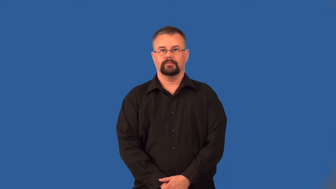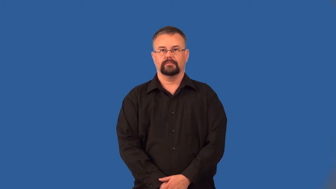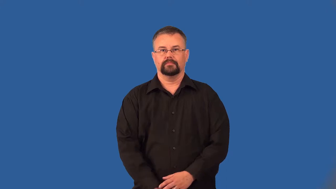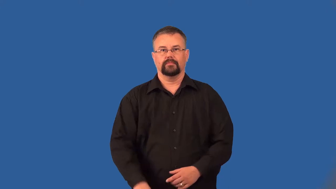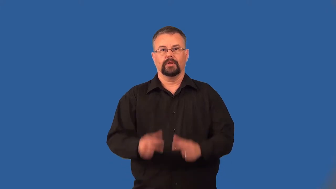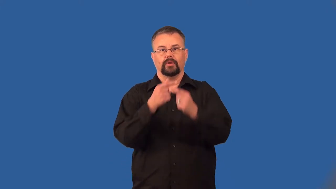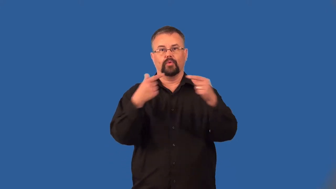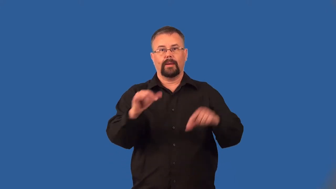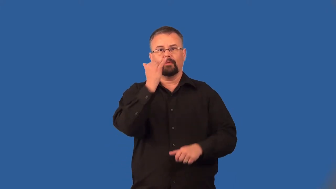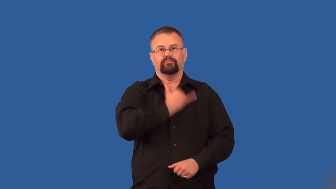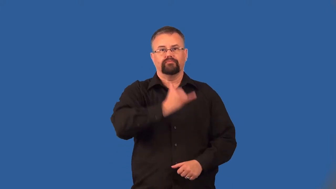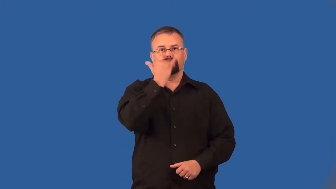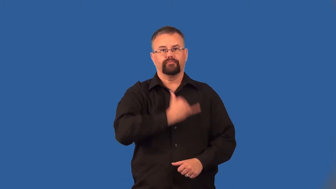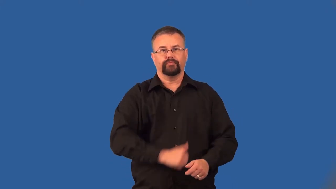ungrammatical